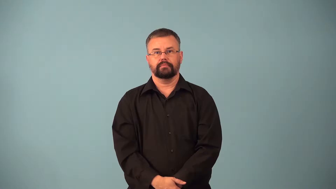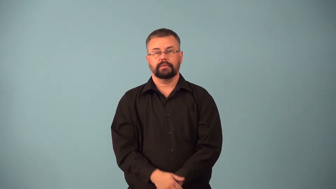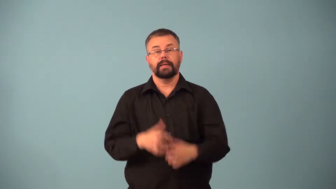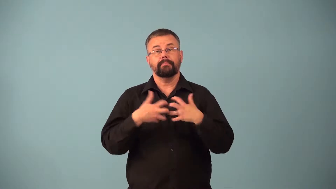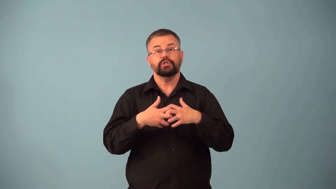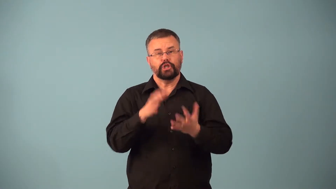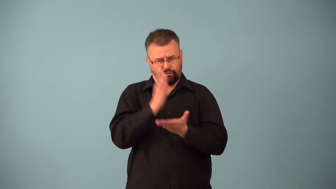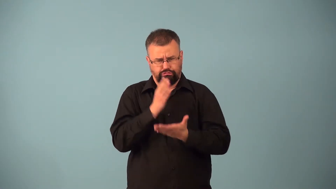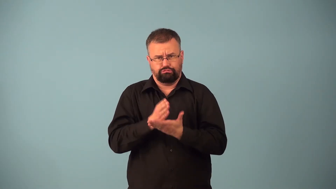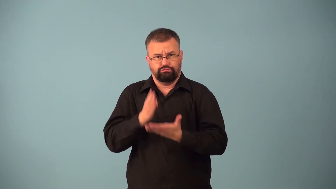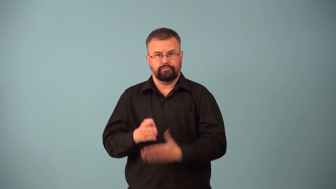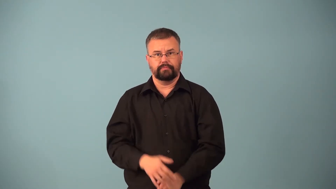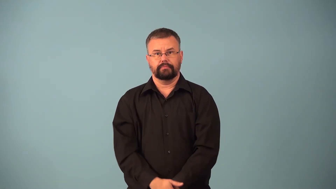chopper-machine